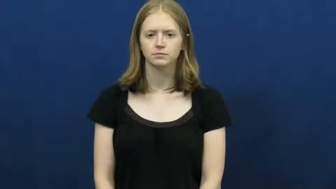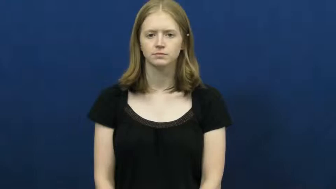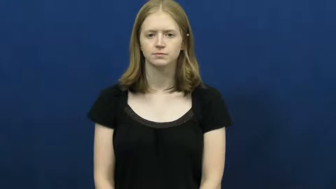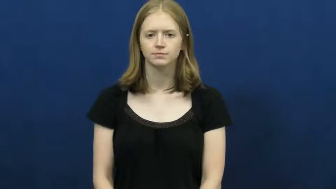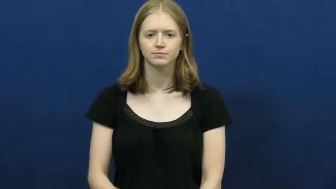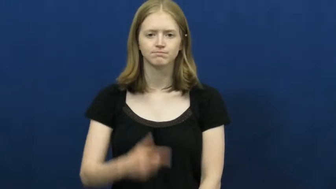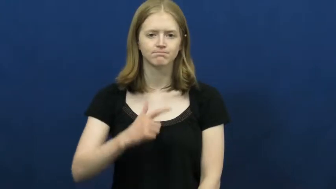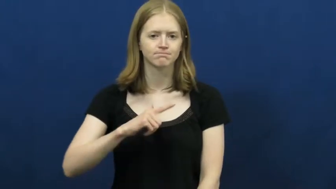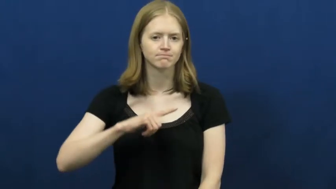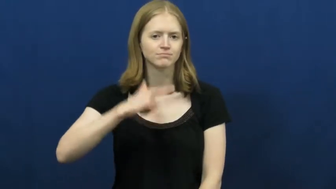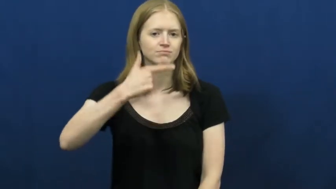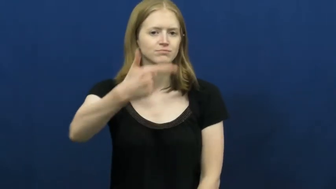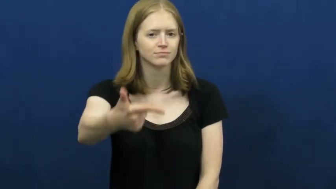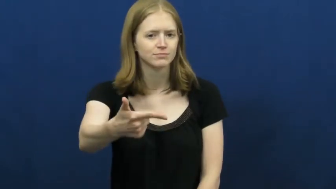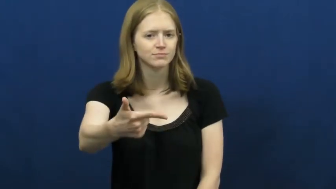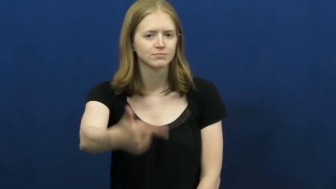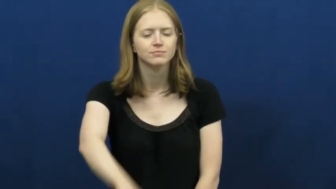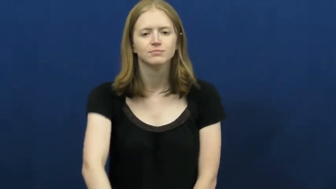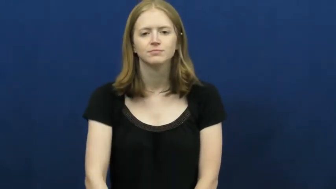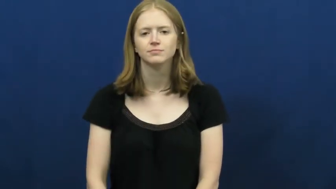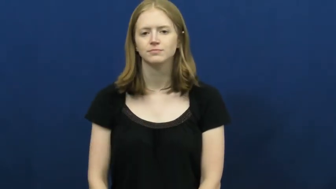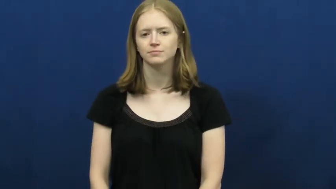up-your turn